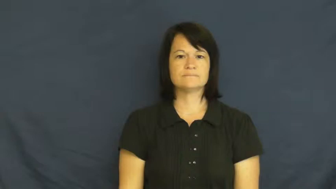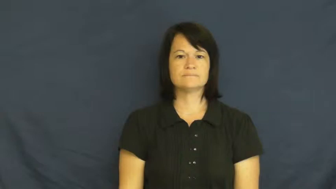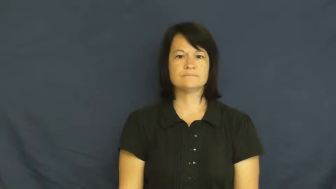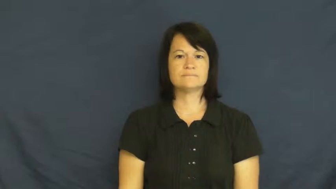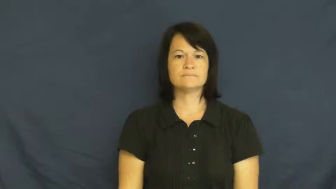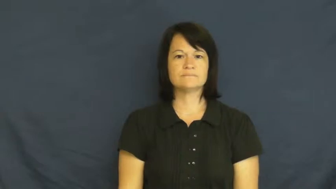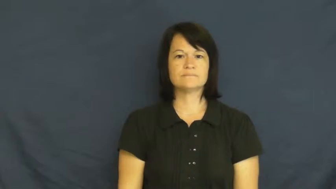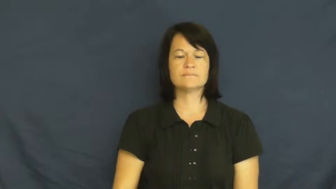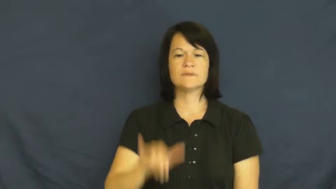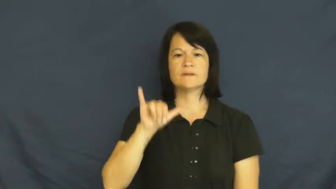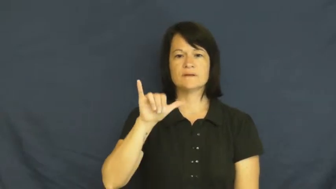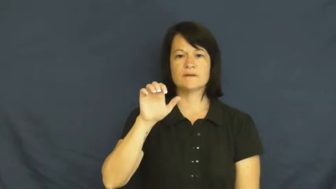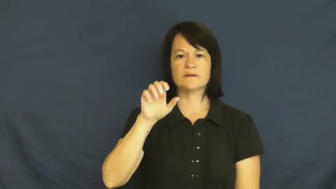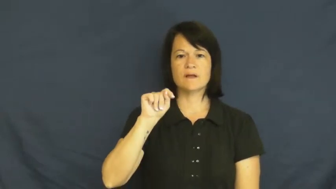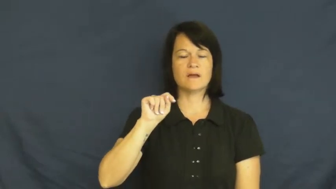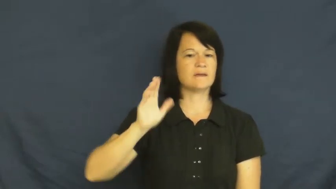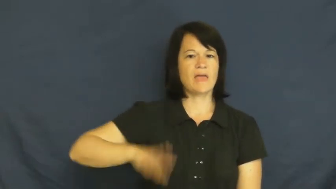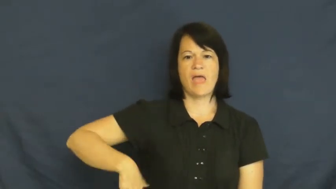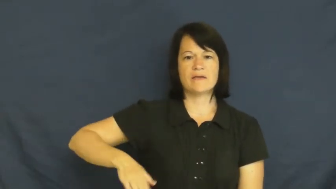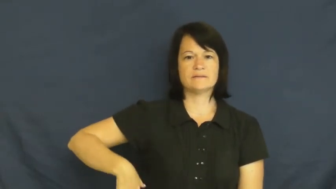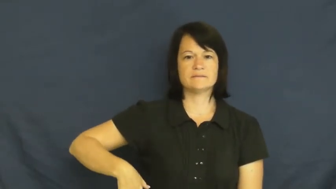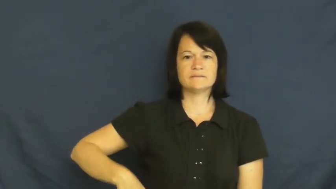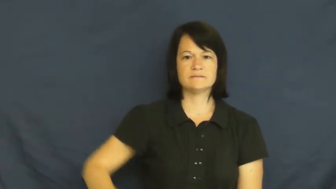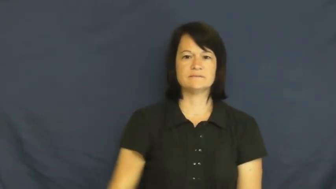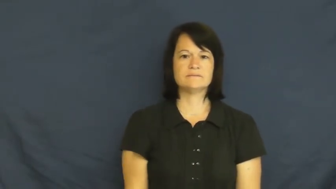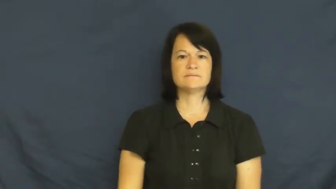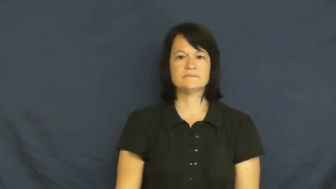yet